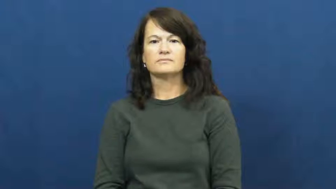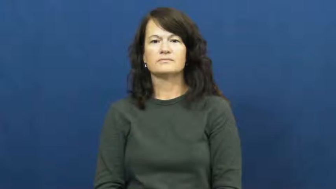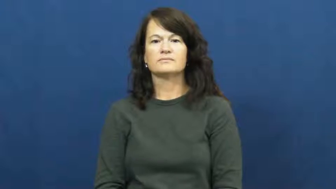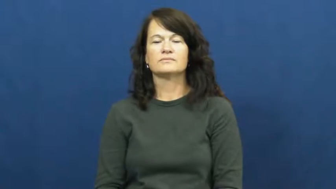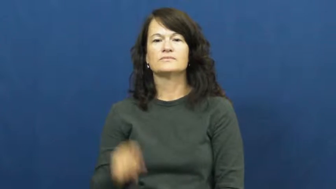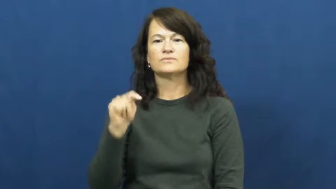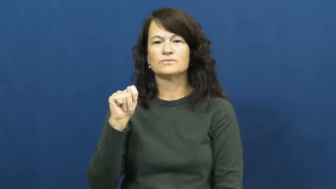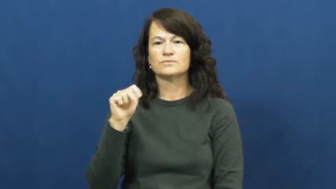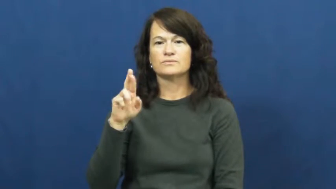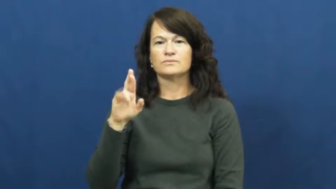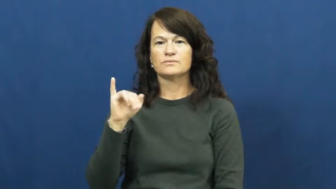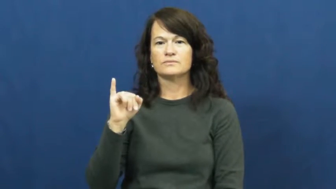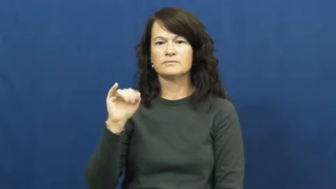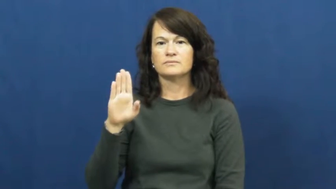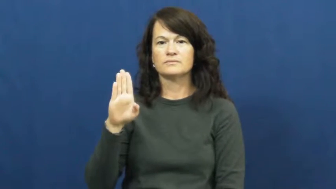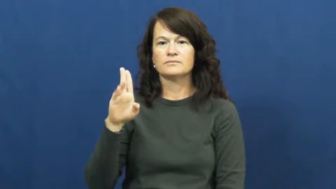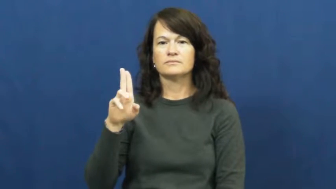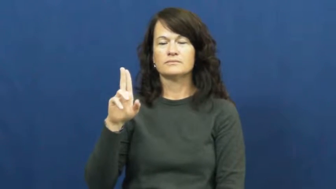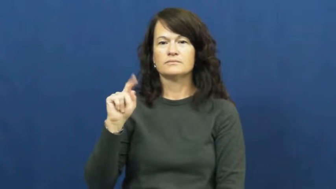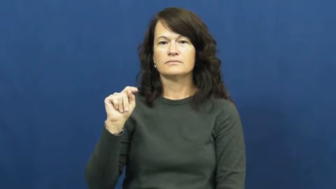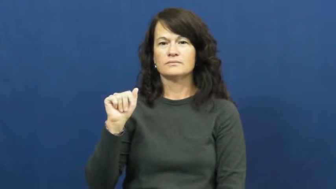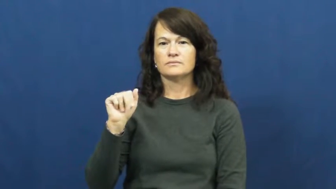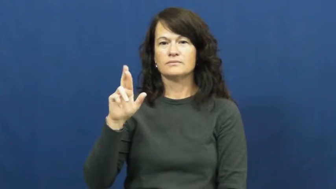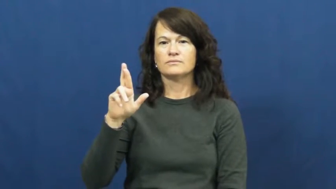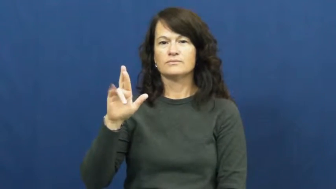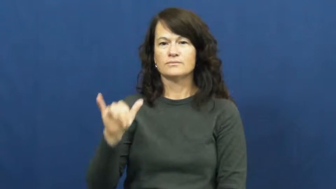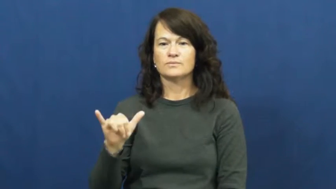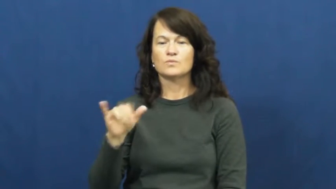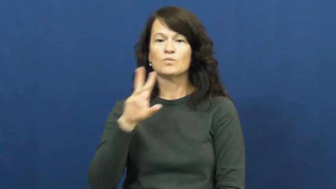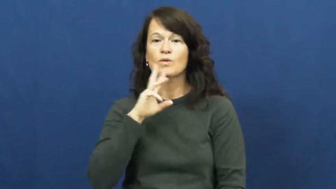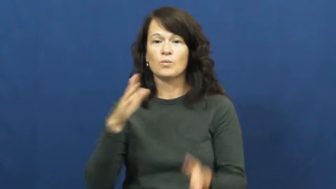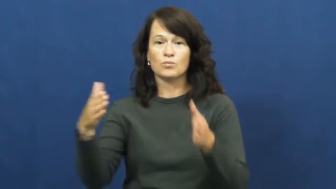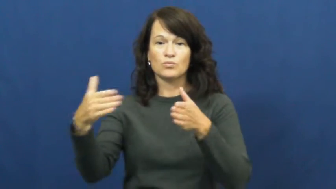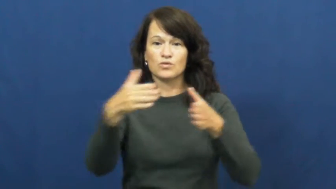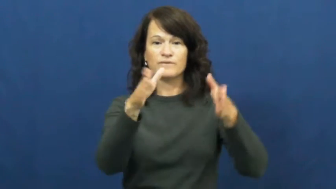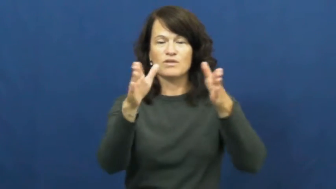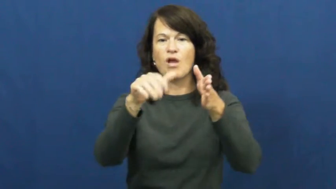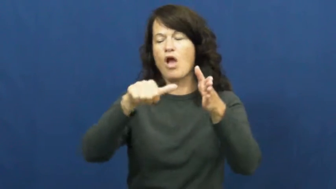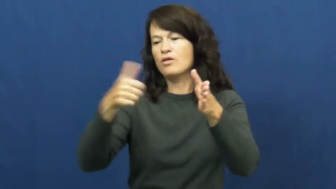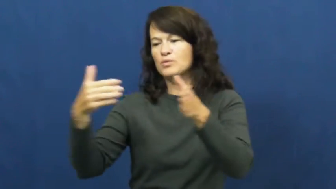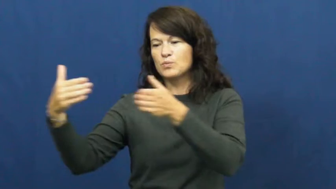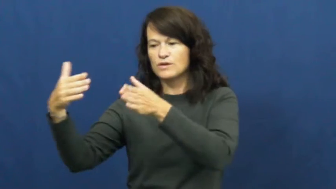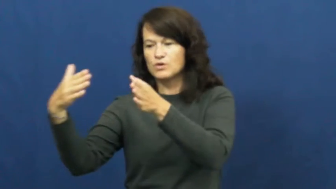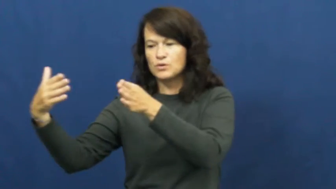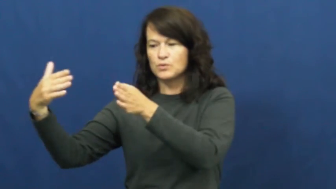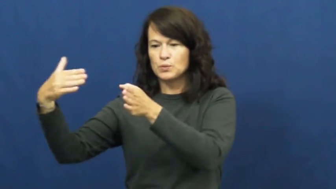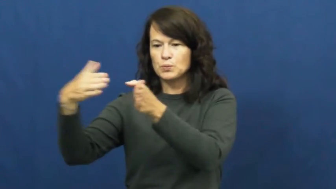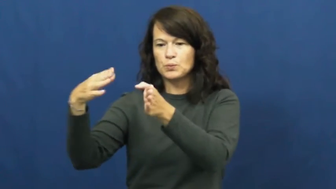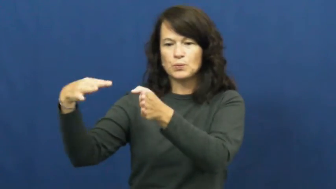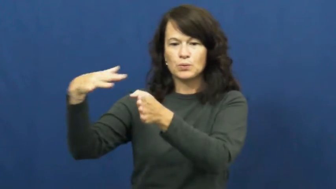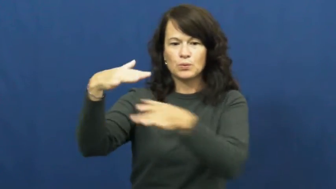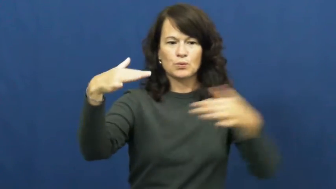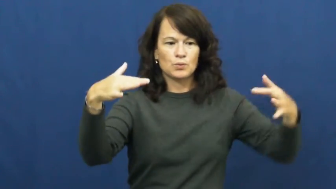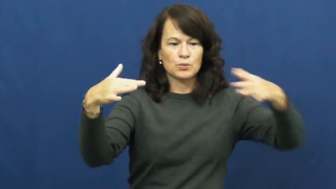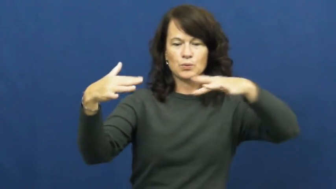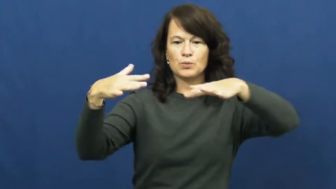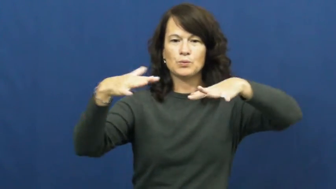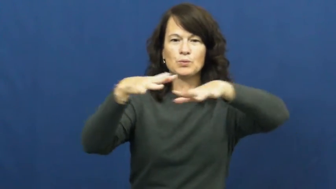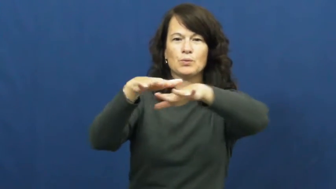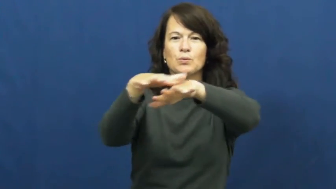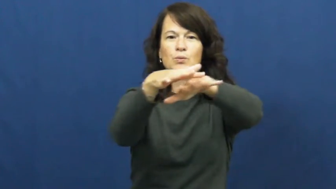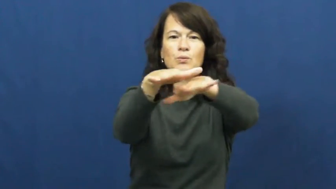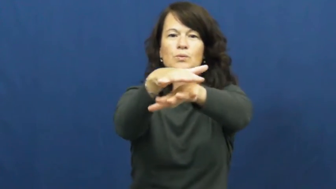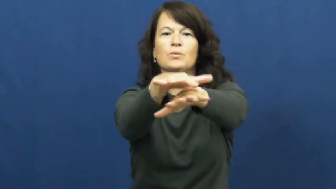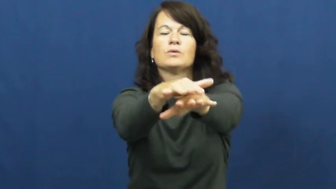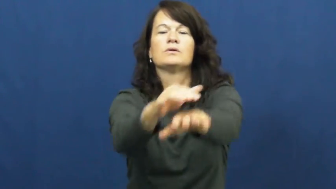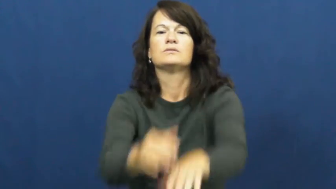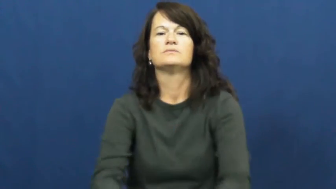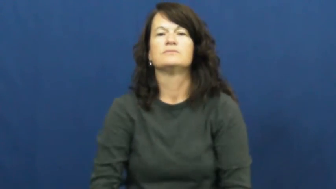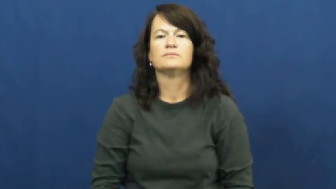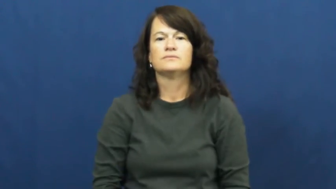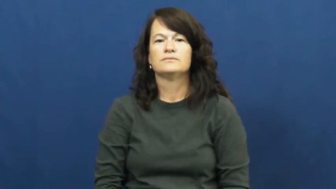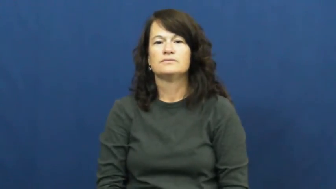tributary